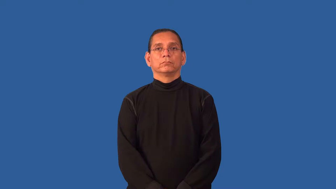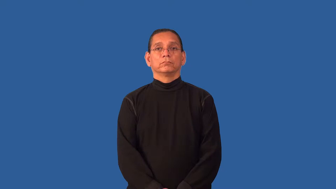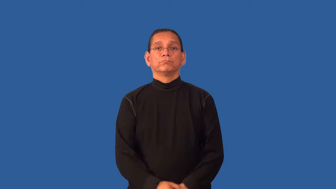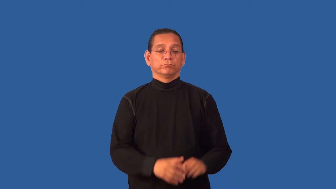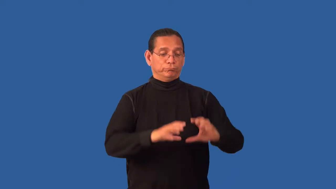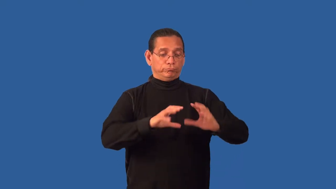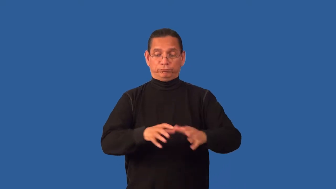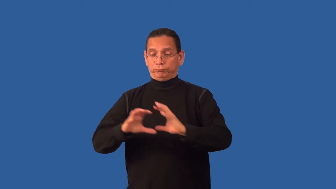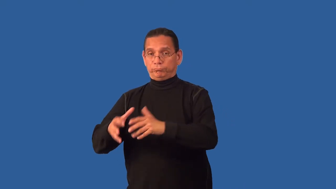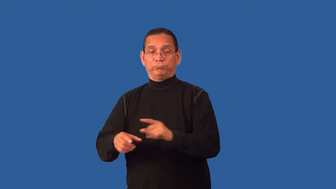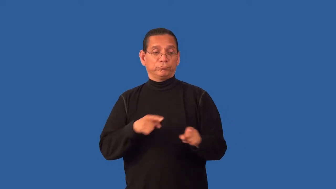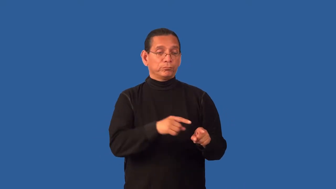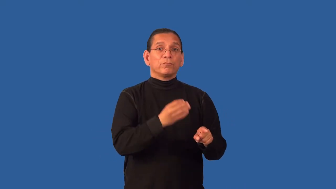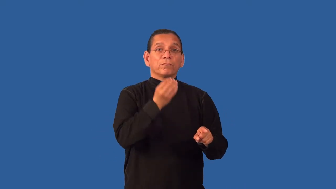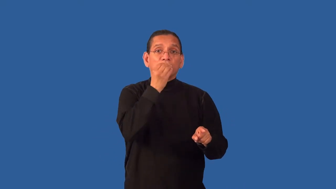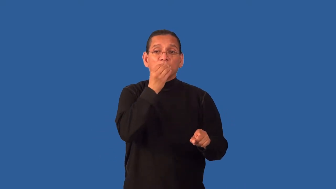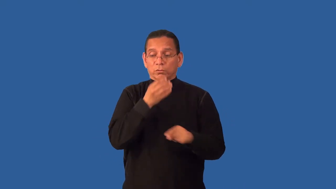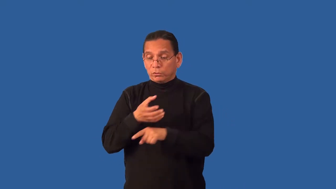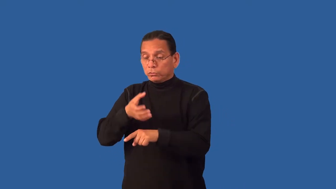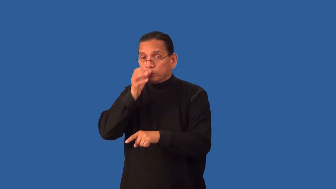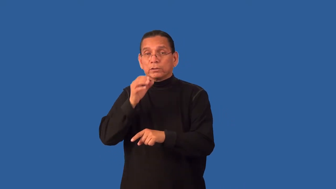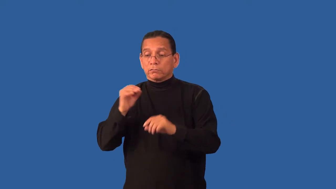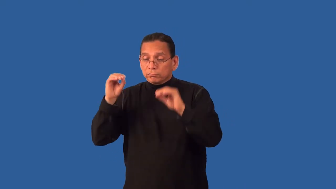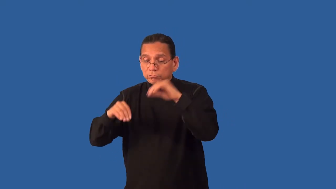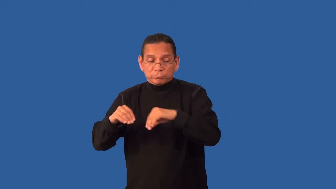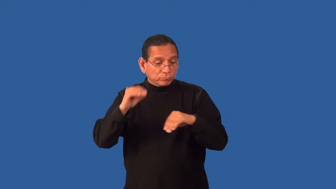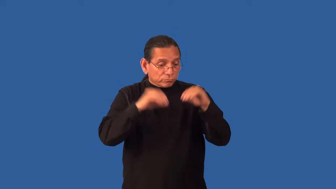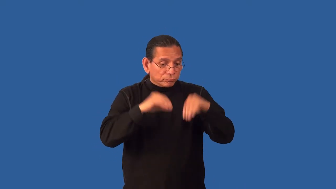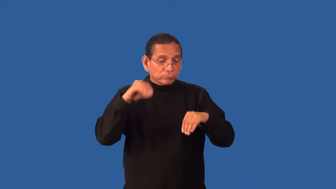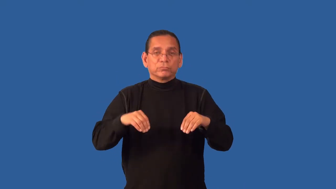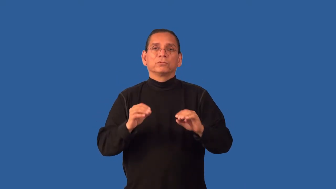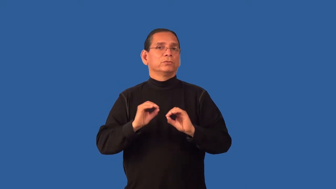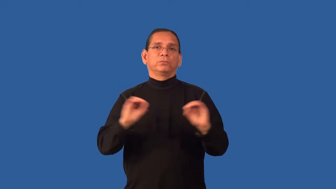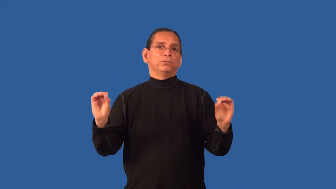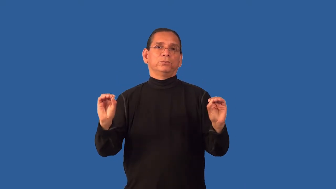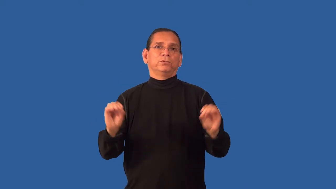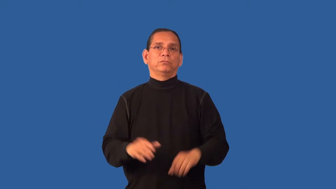free-not contain